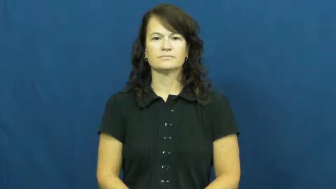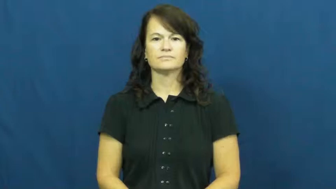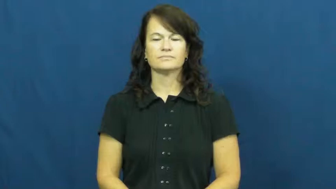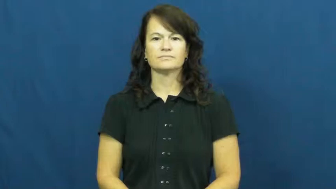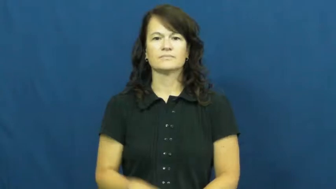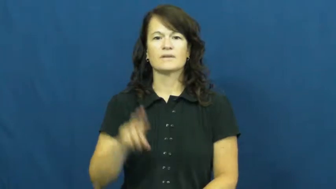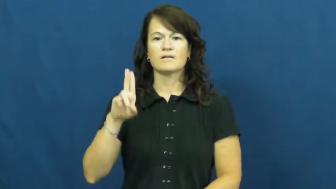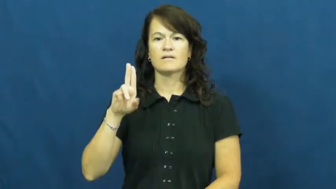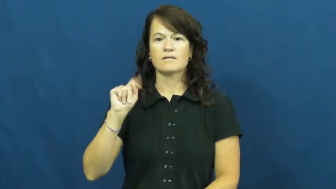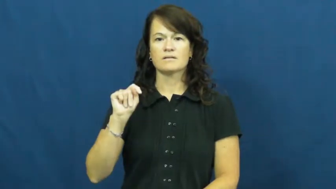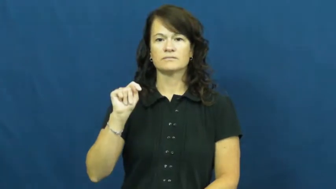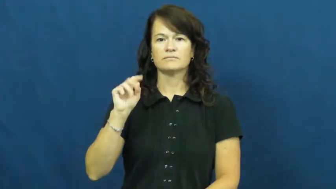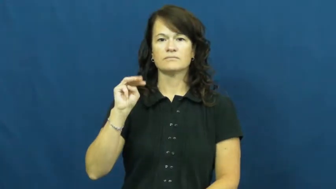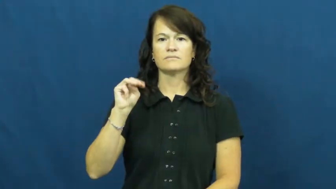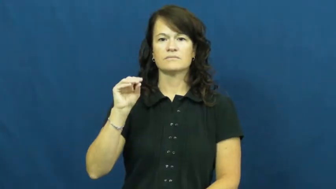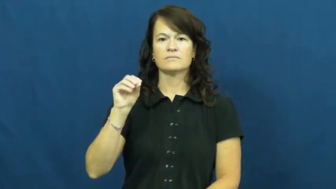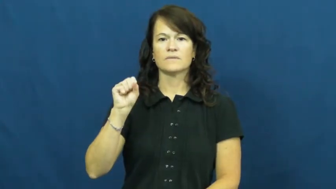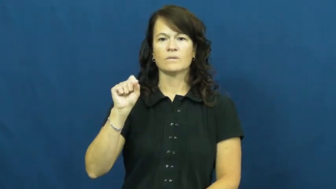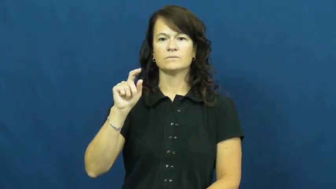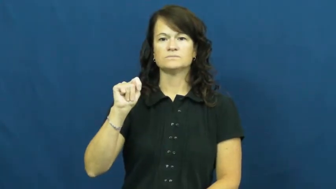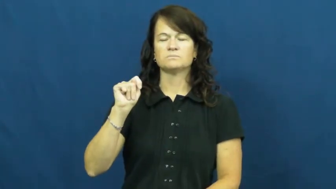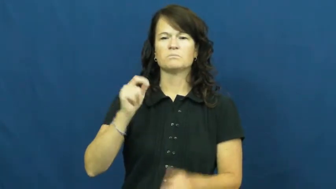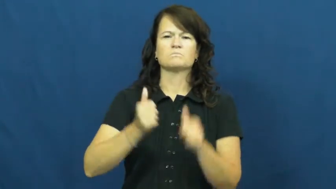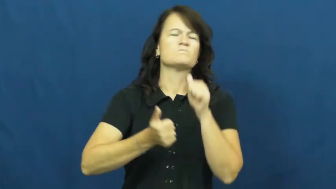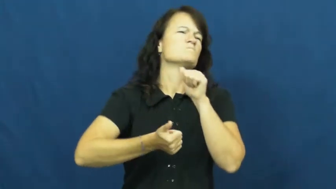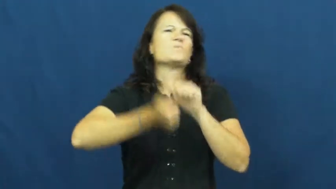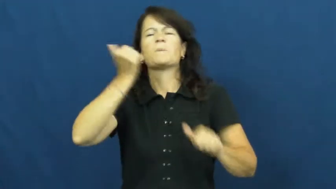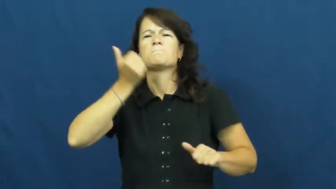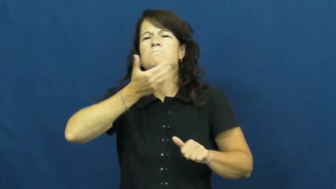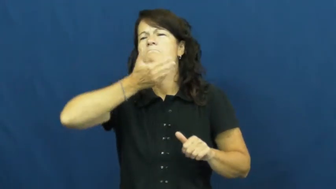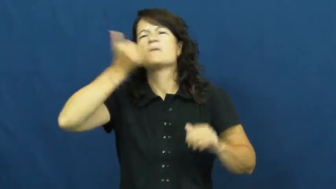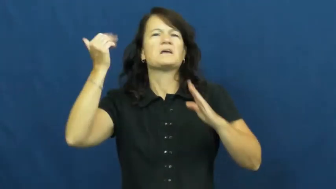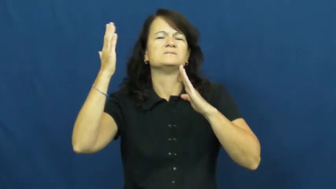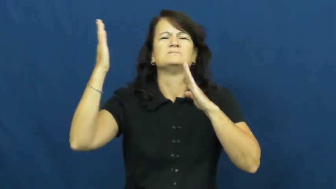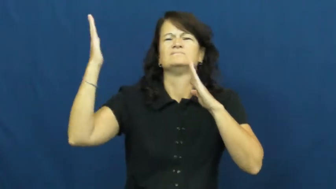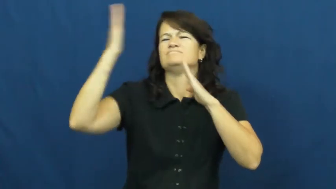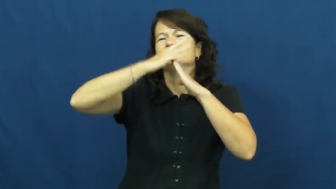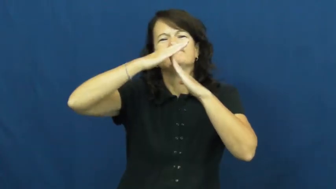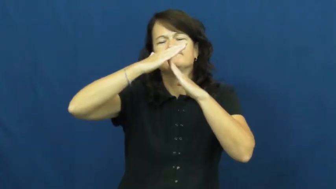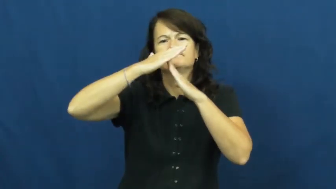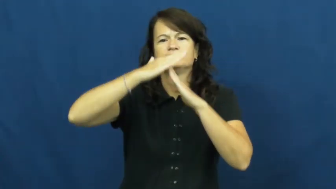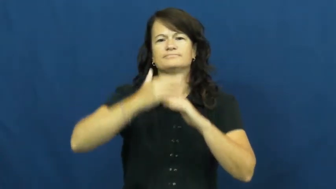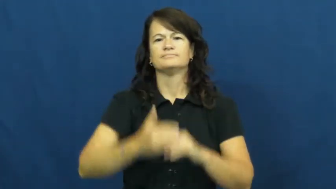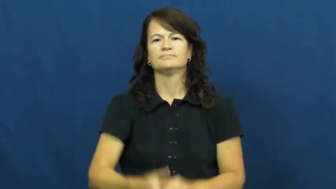utmost